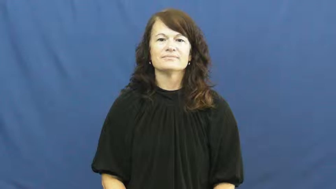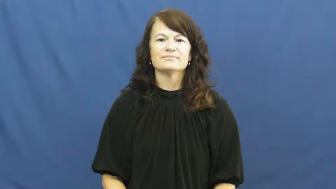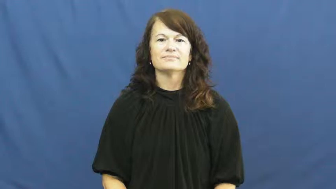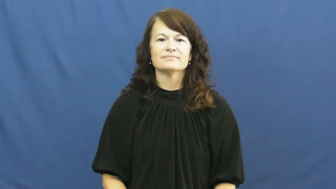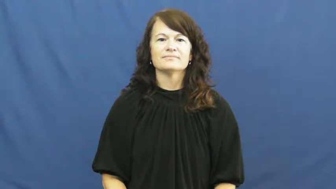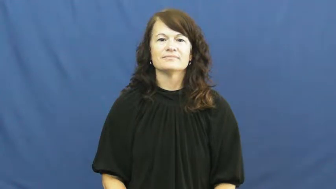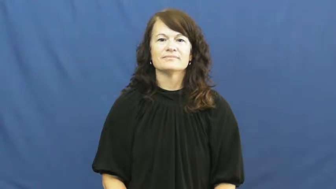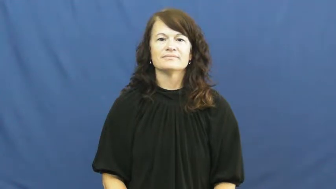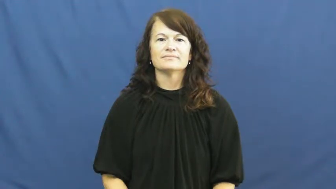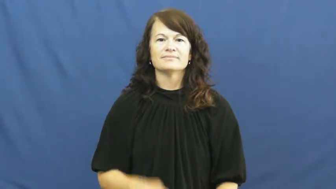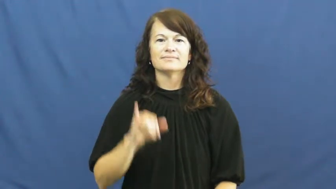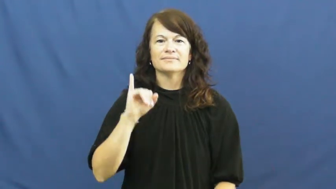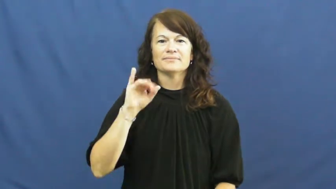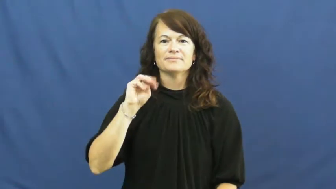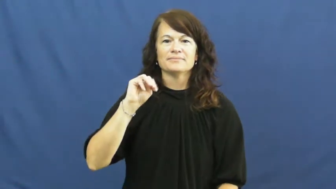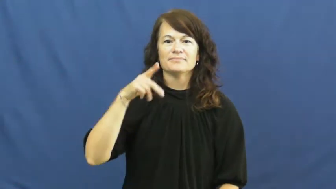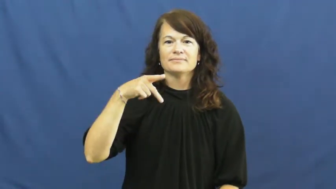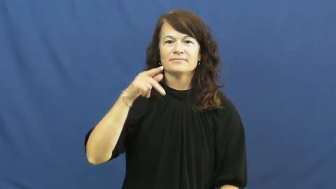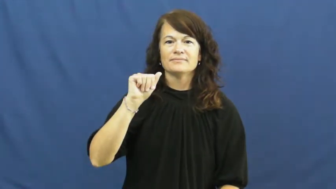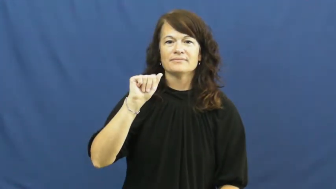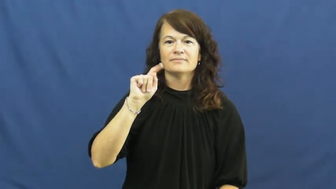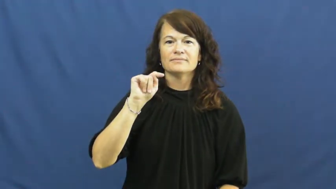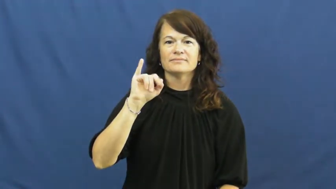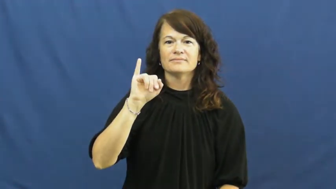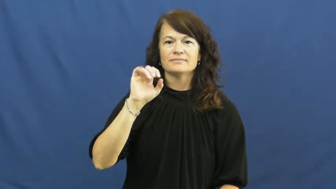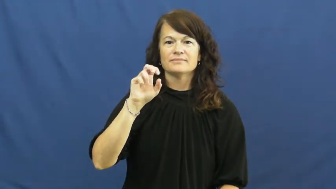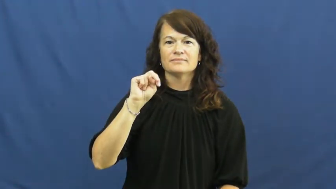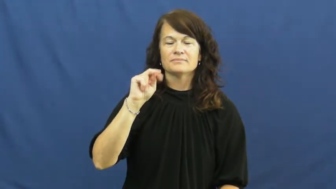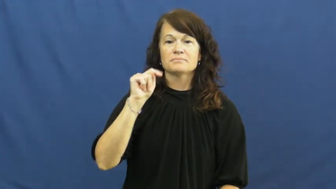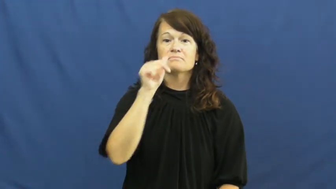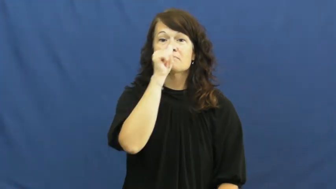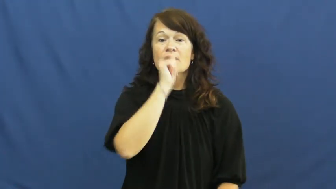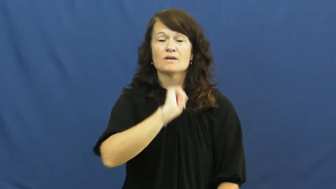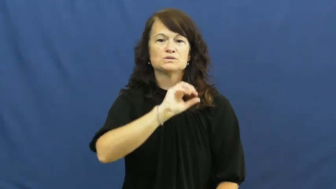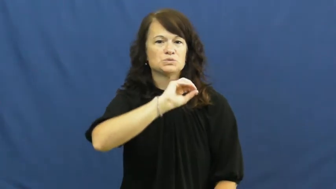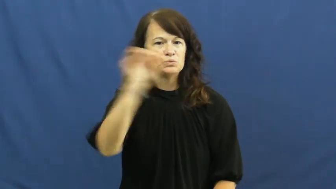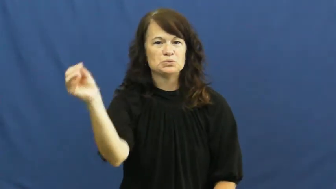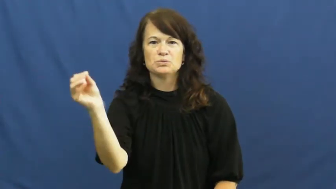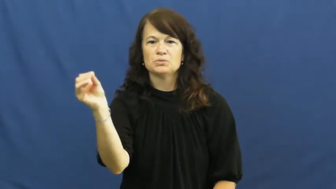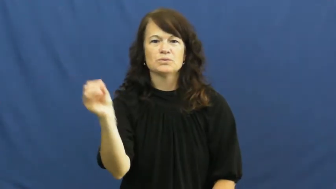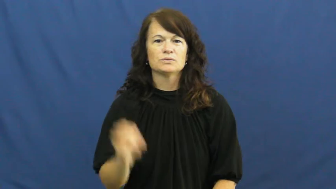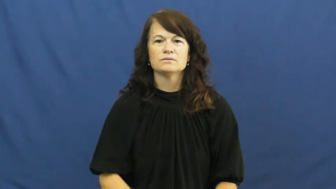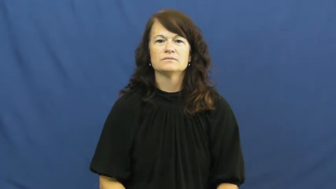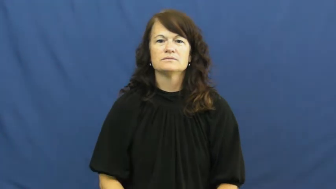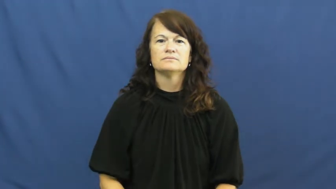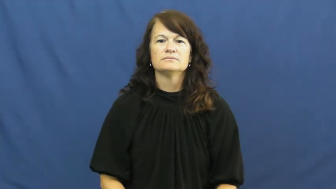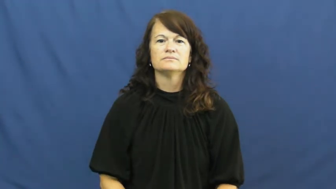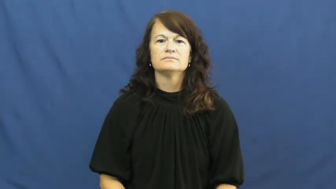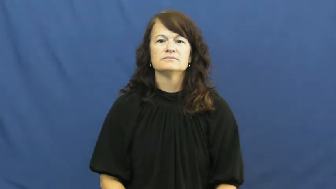impatient